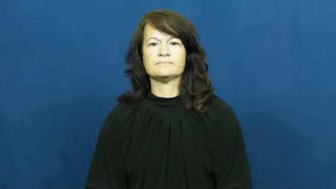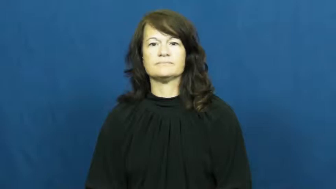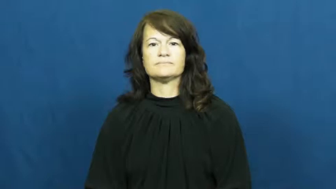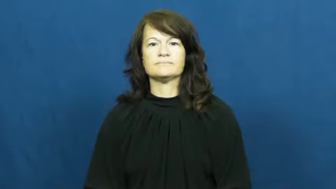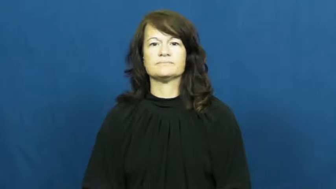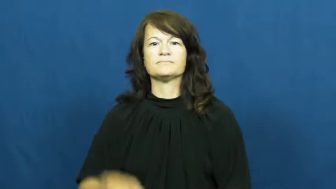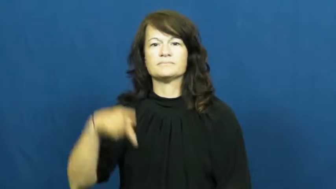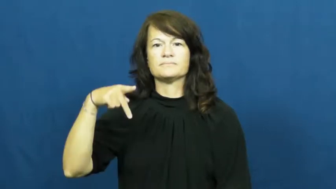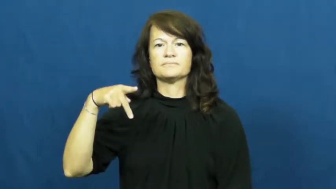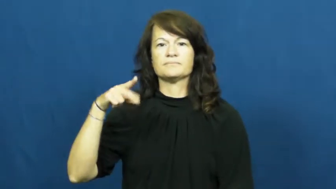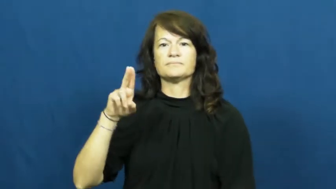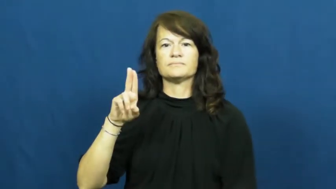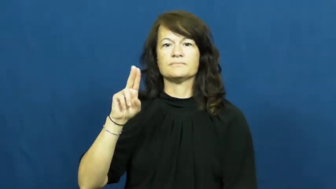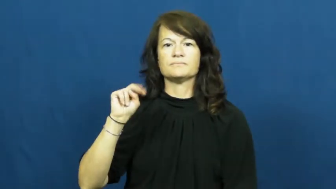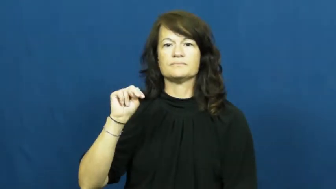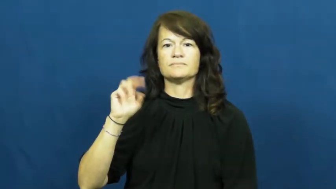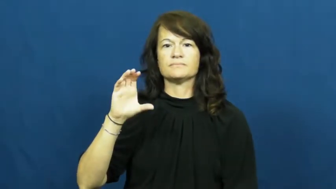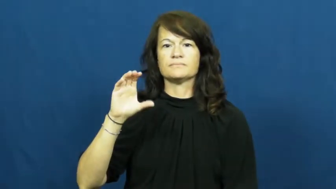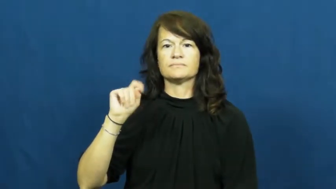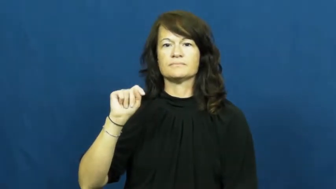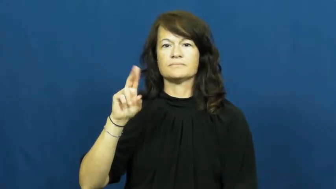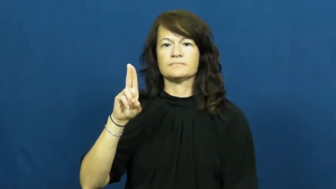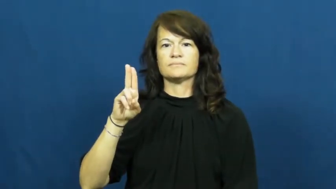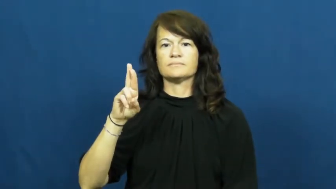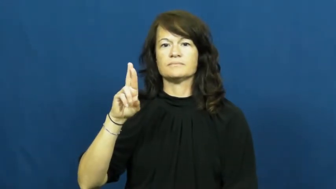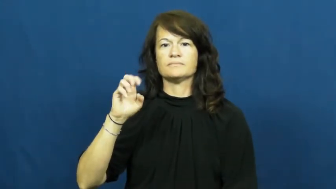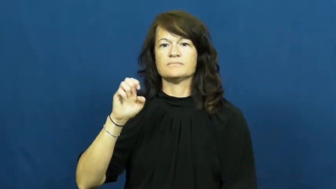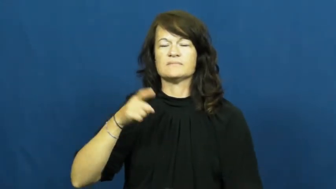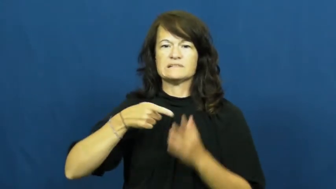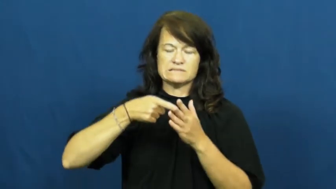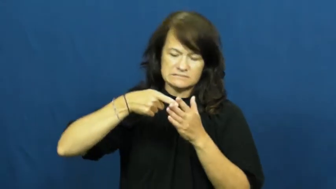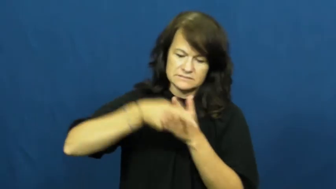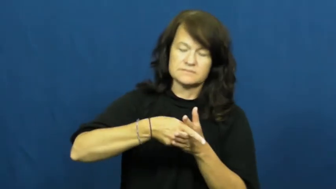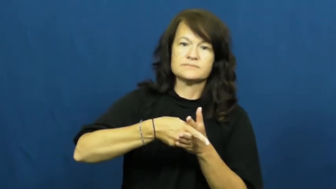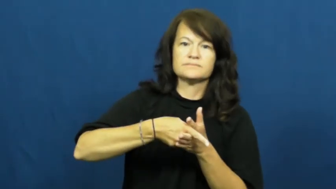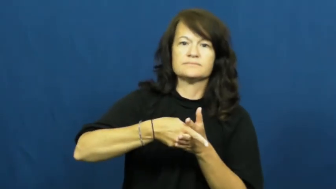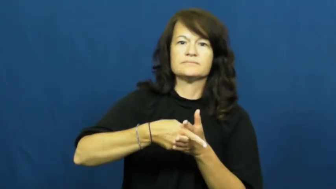puncture